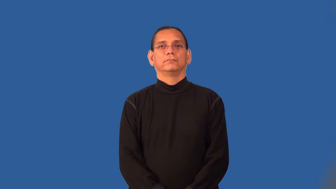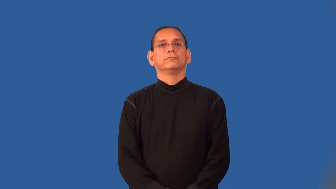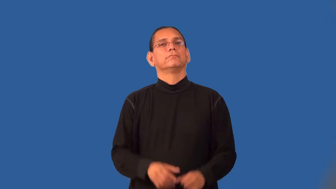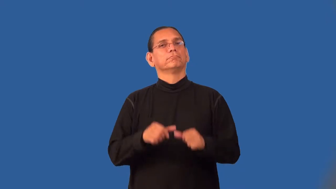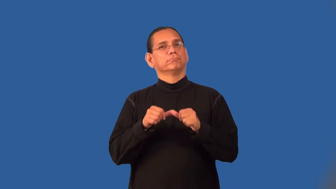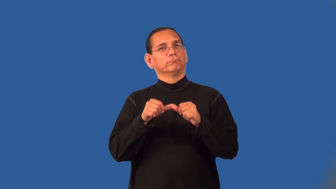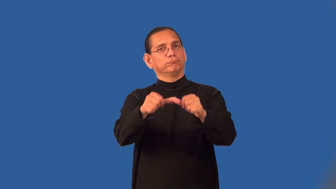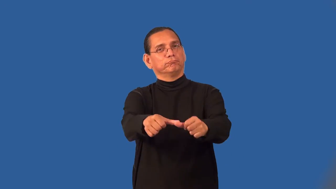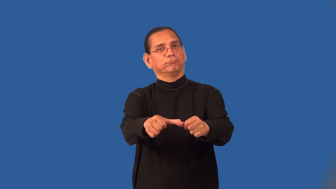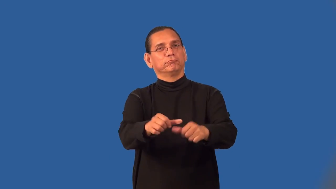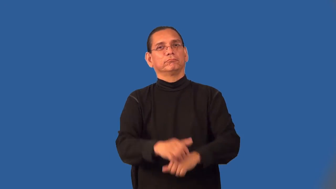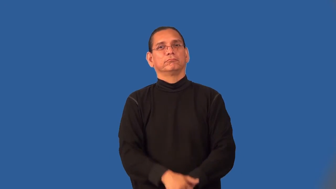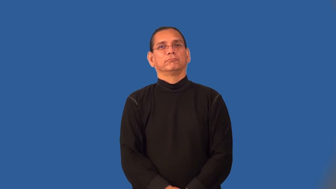permanent,imperishable,unceasing